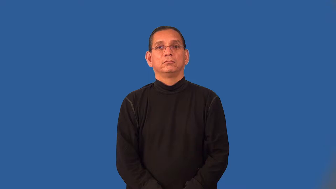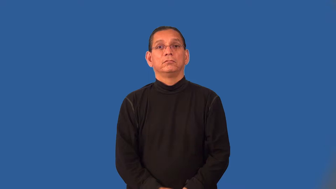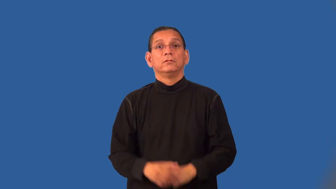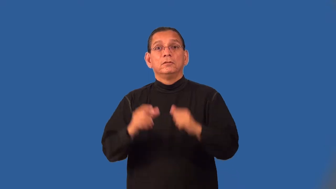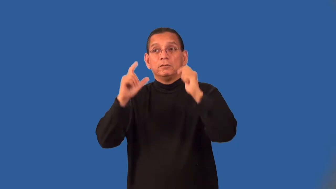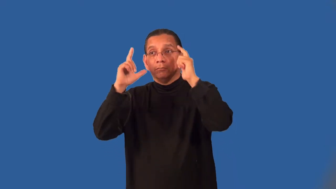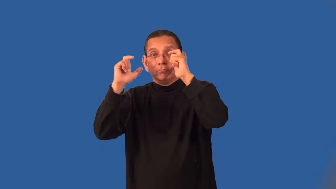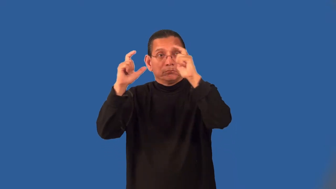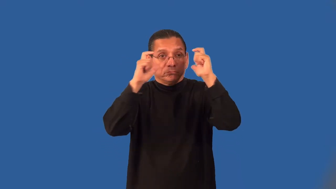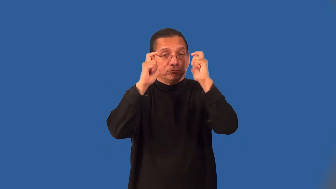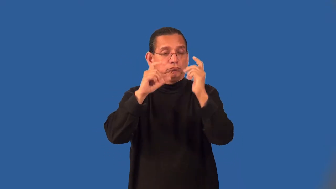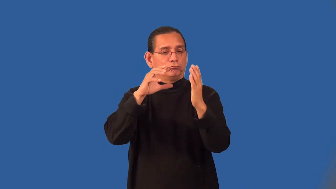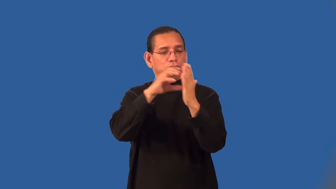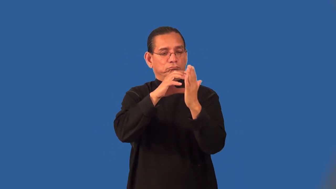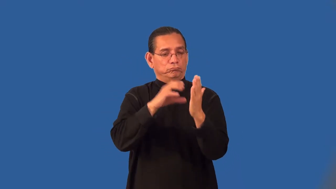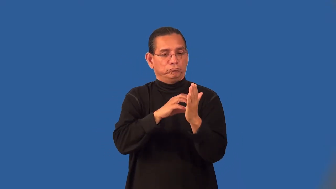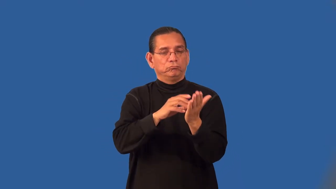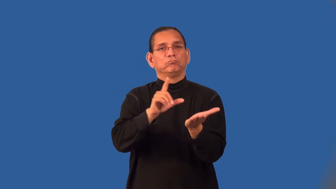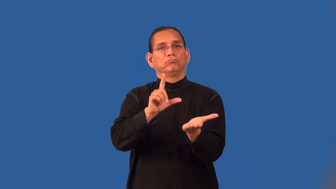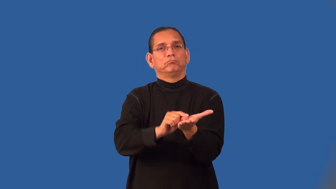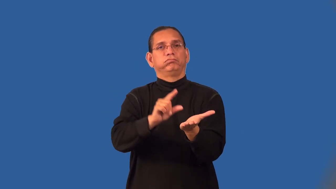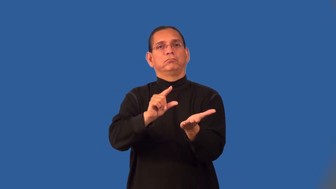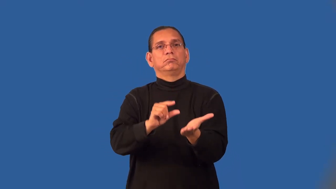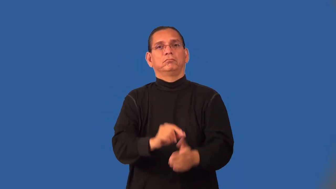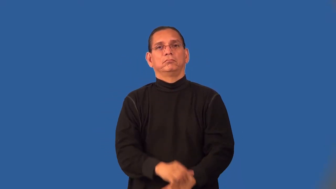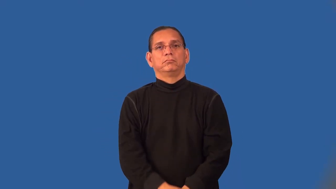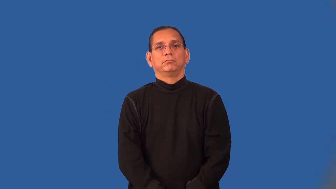photojournalism